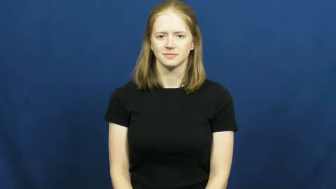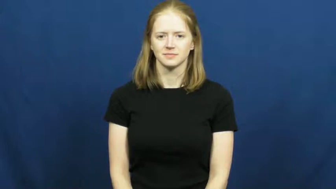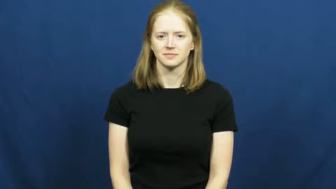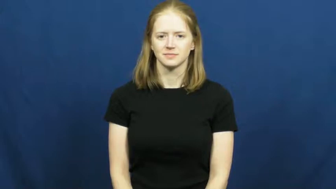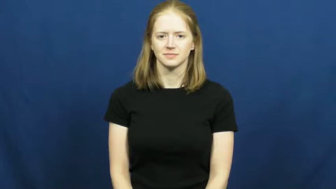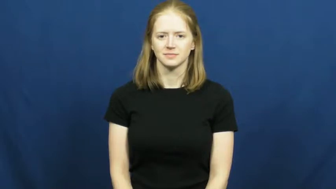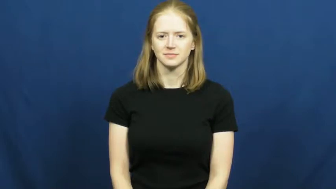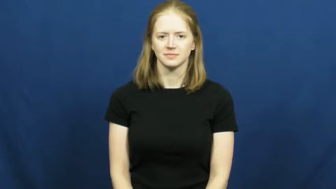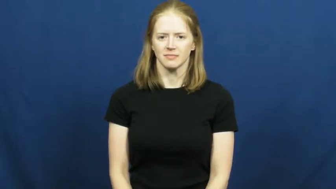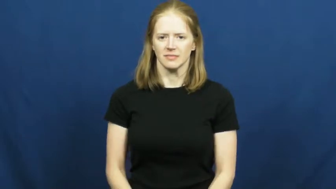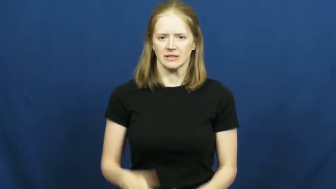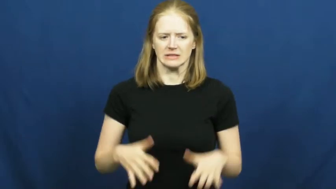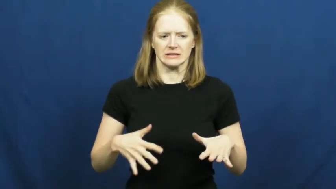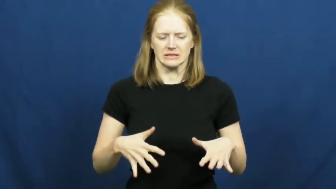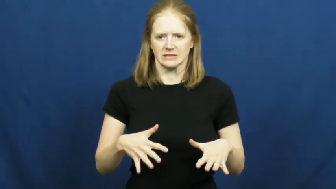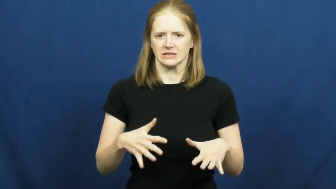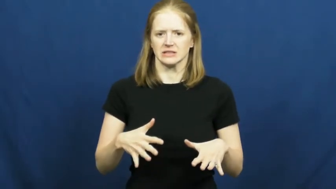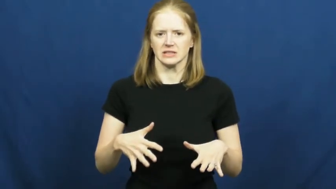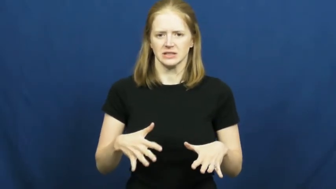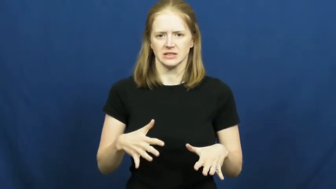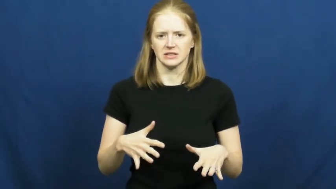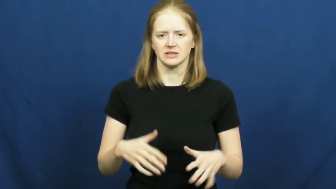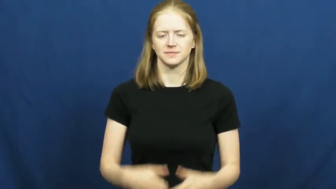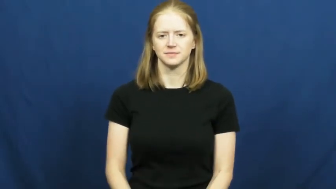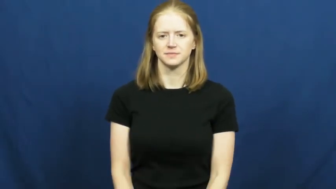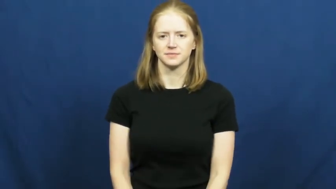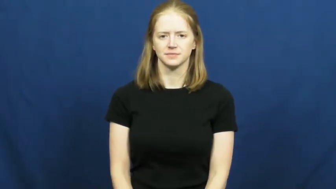on edge